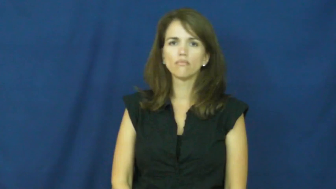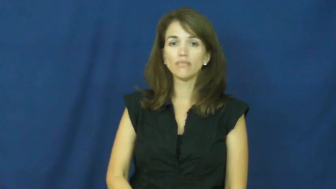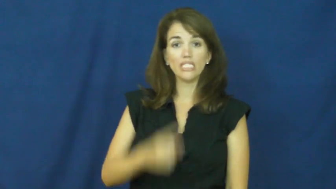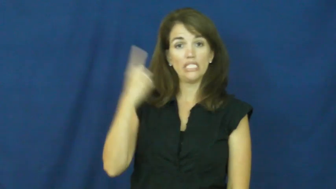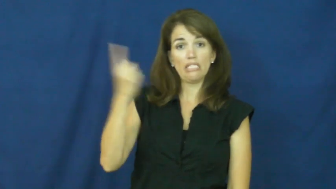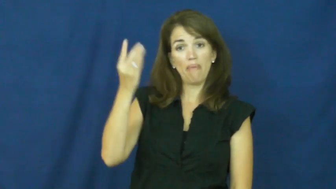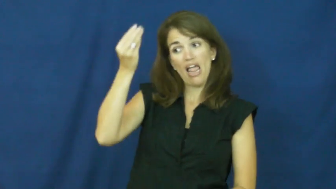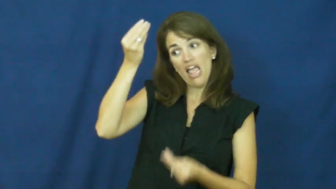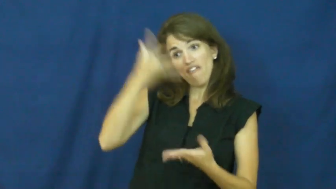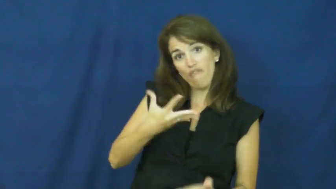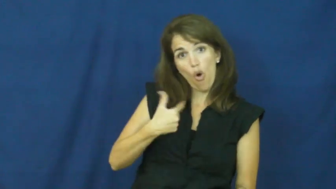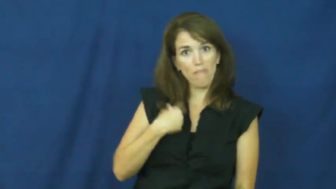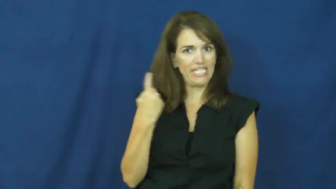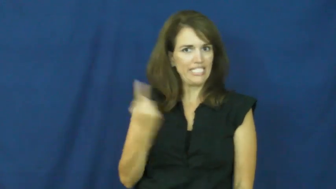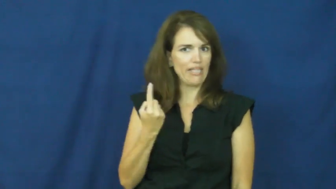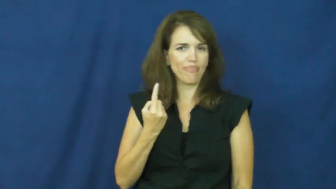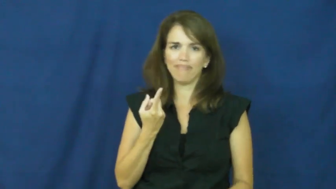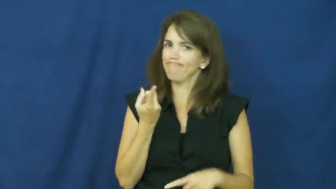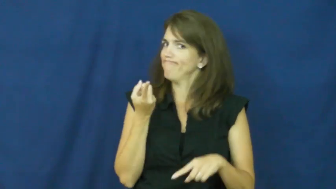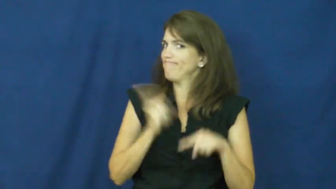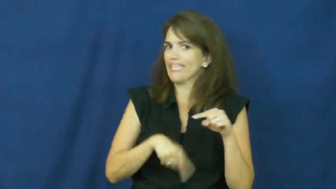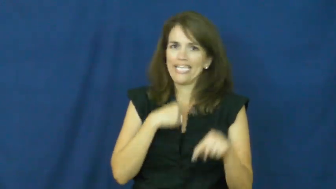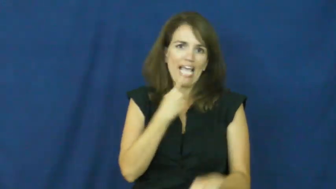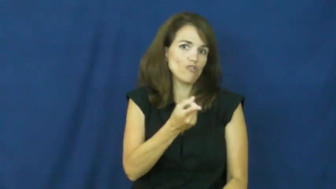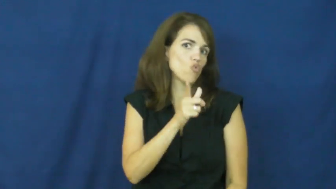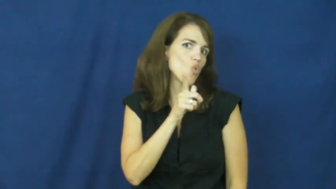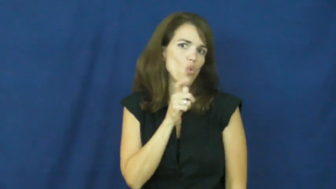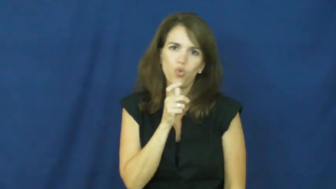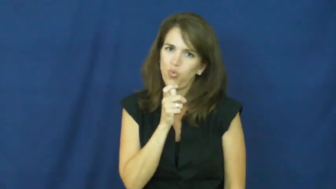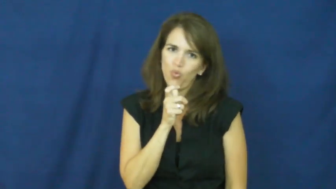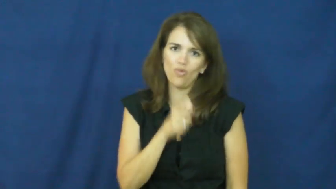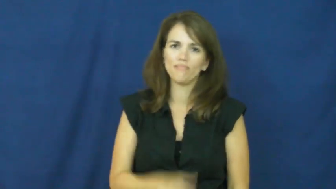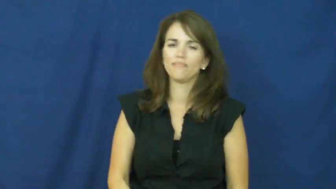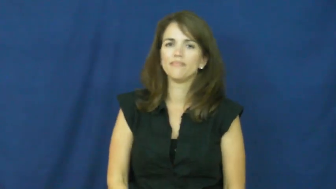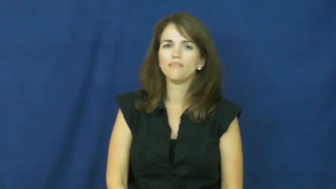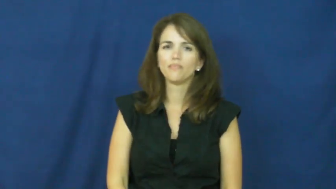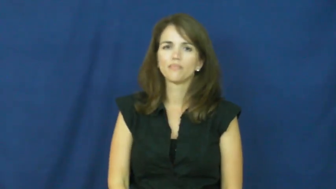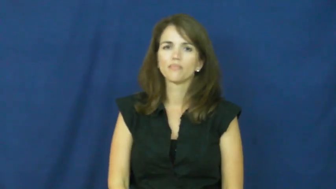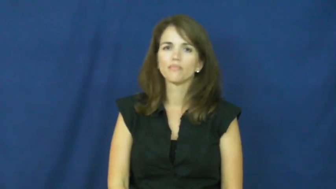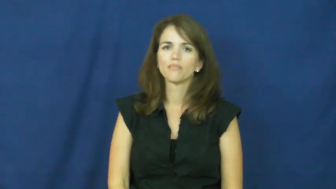"a little bird told me"